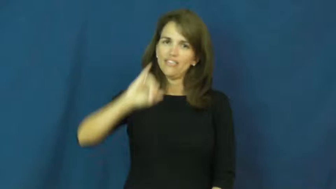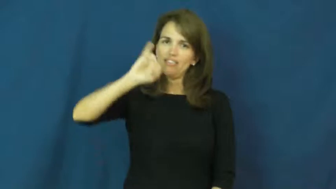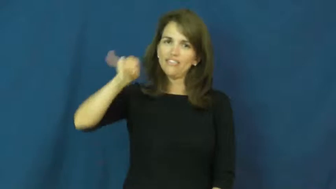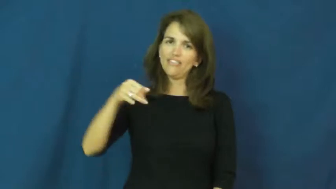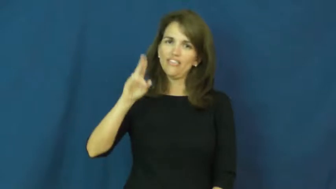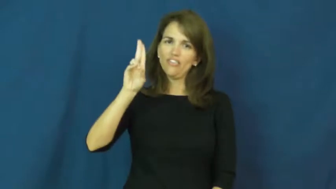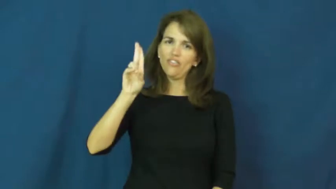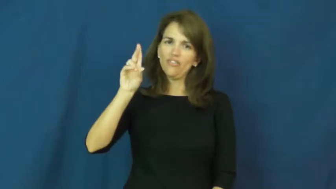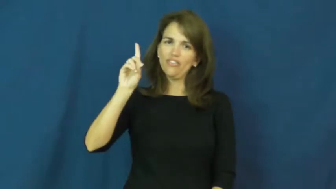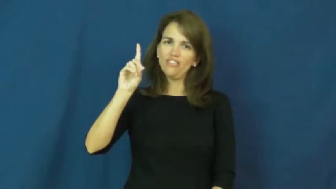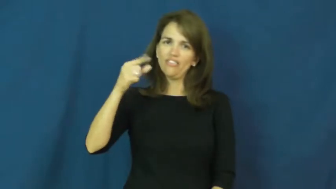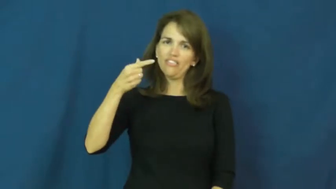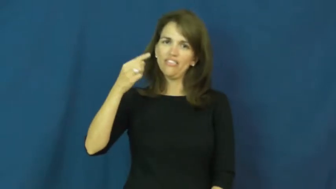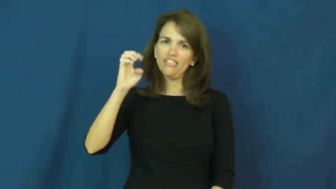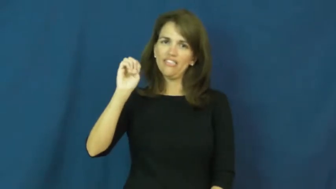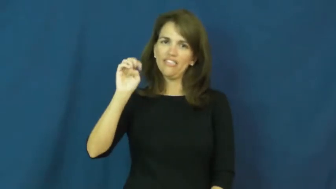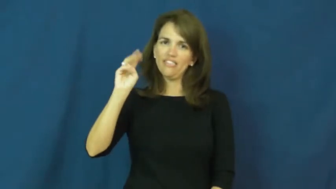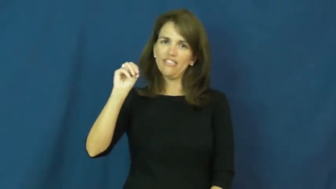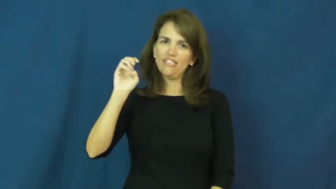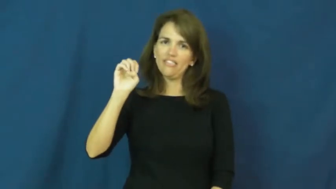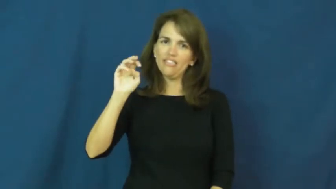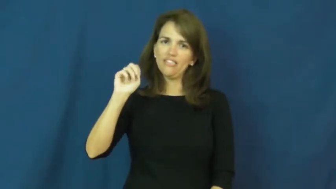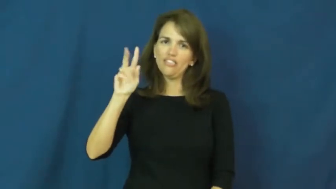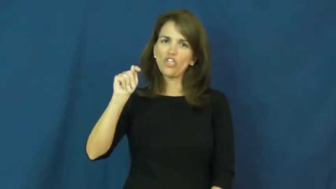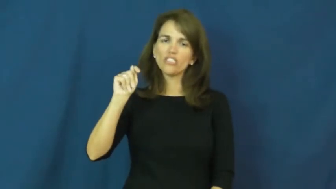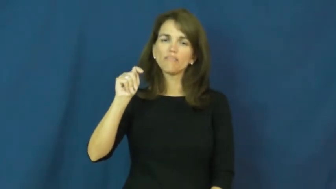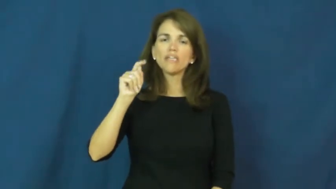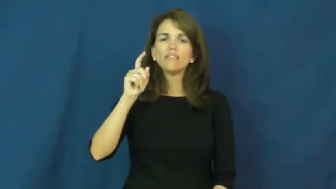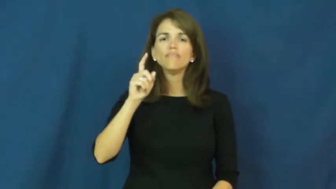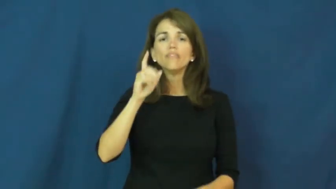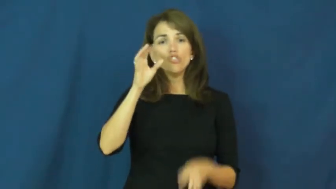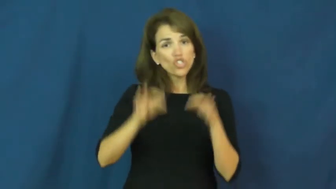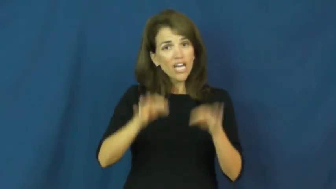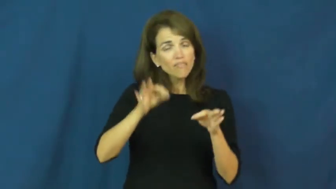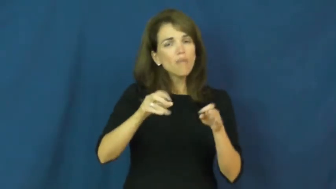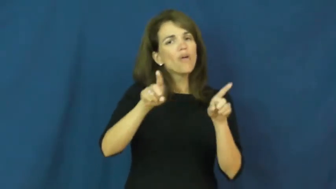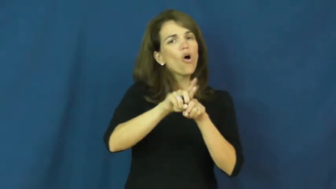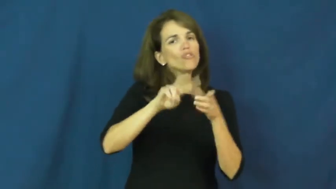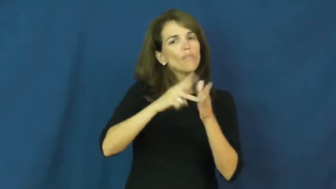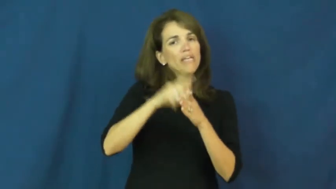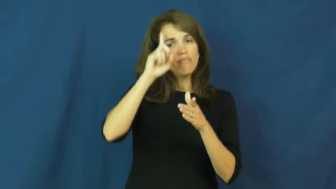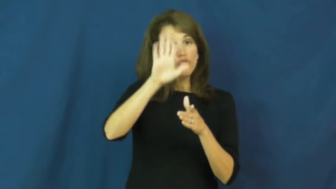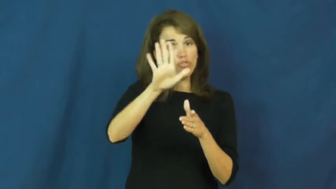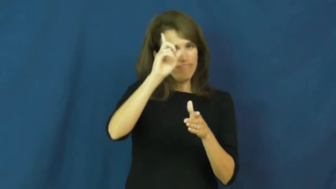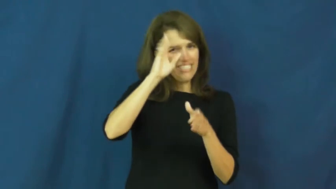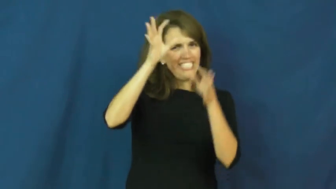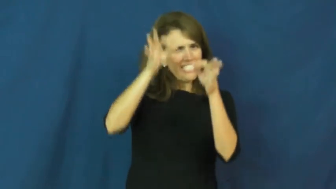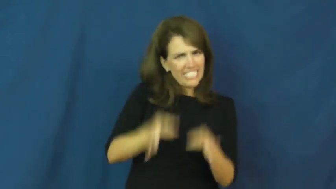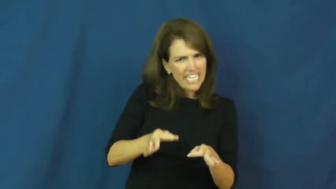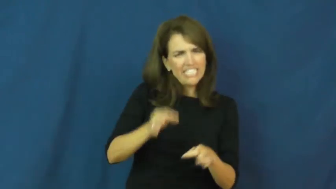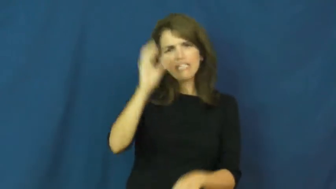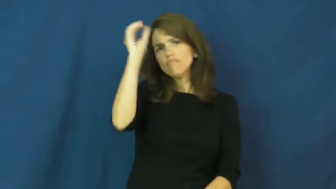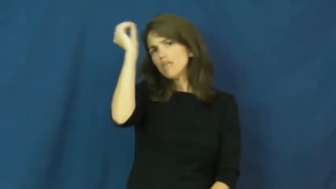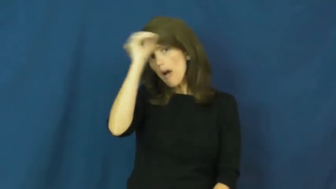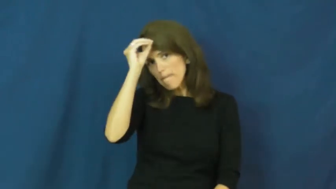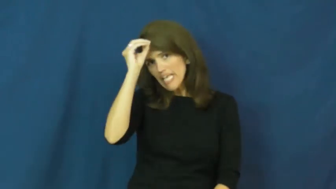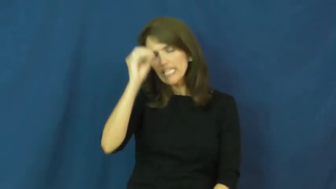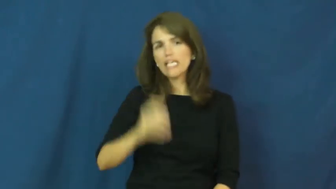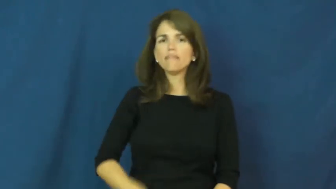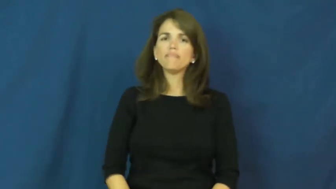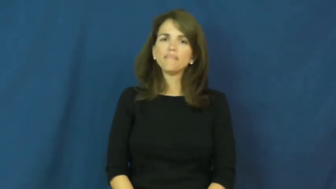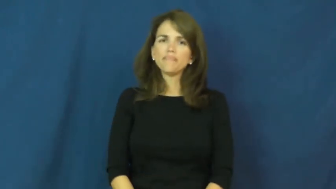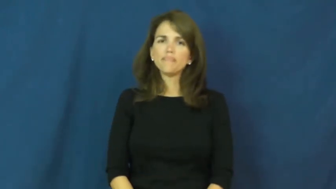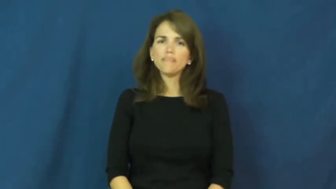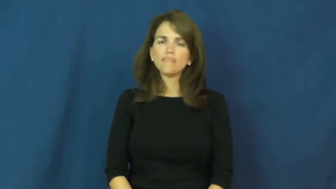judgement-sense